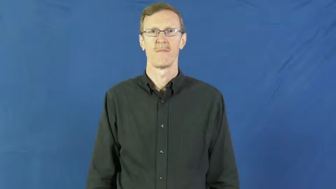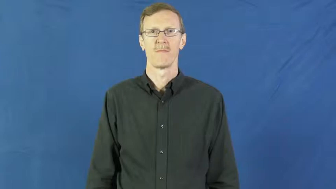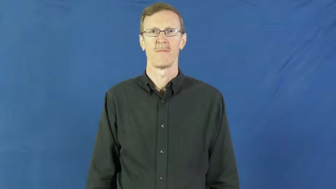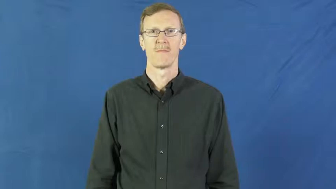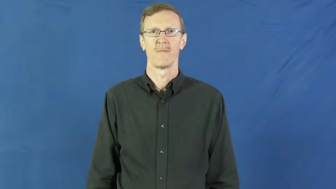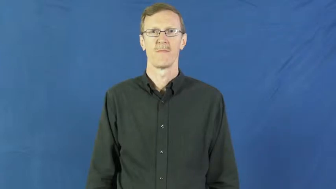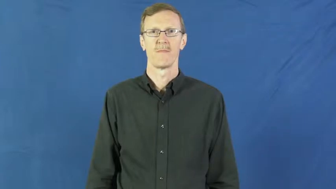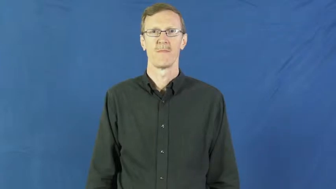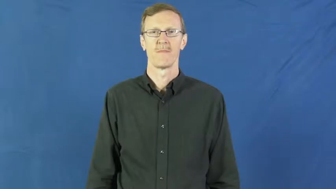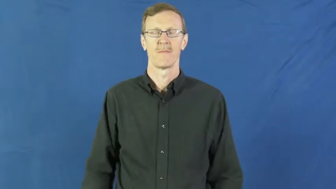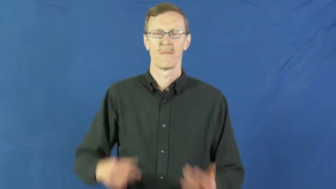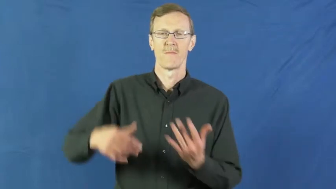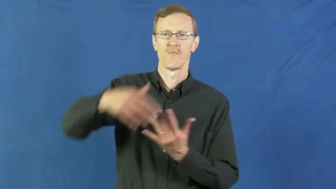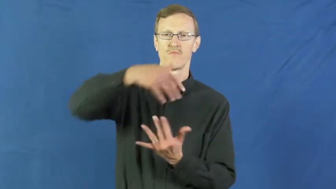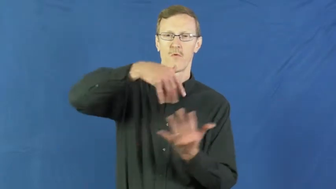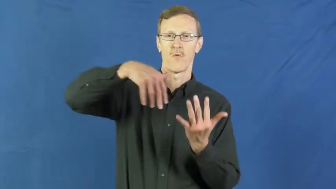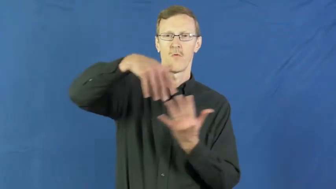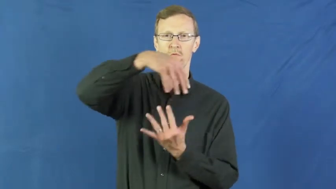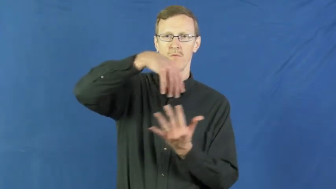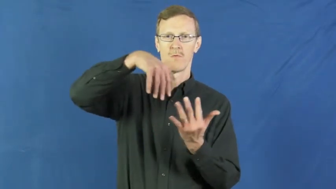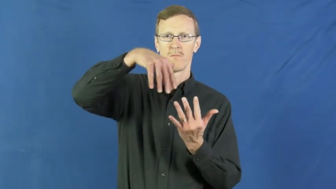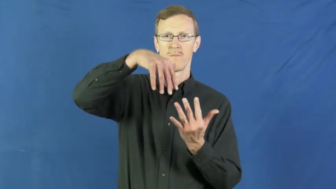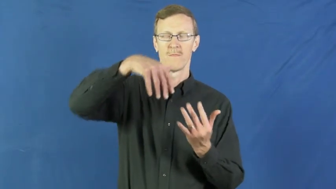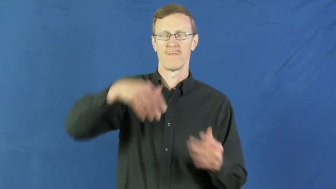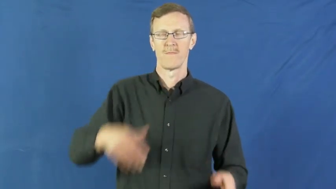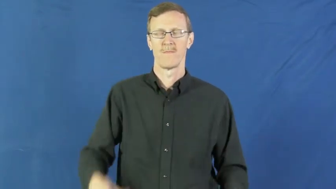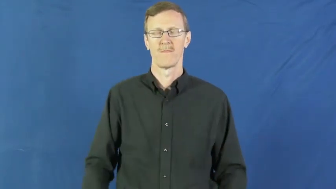mingle,comingle,fellowship,fraternize,hangout,hobnob,intermingle,socialize